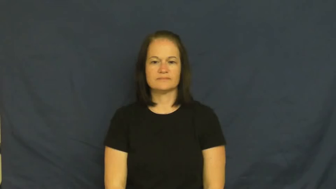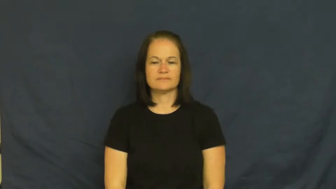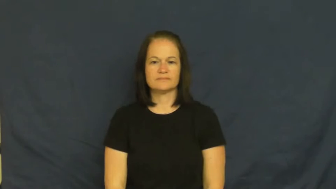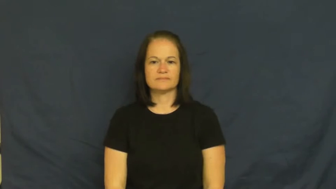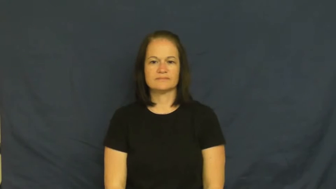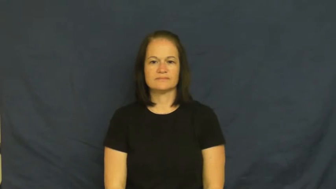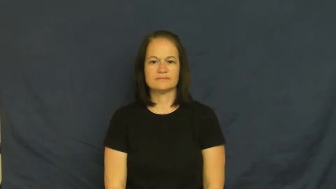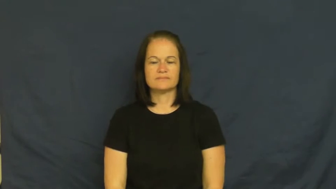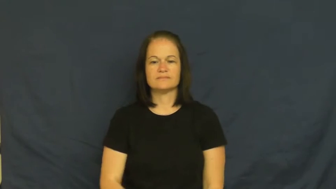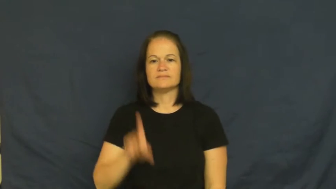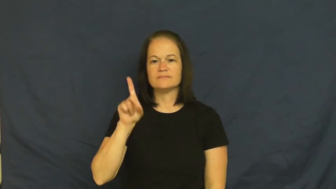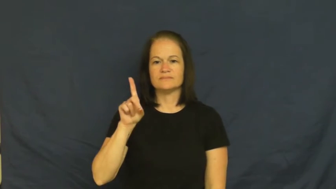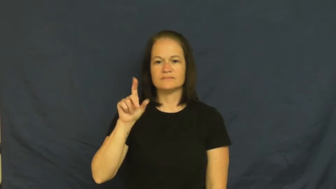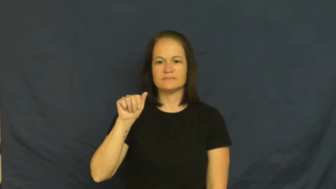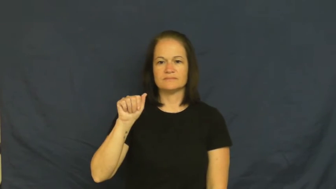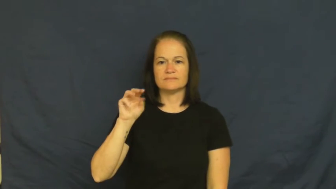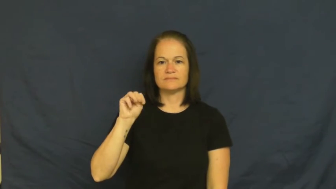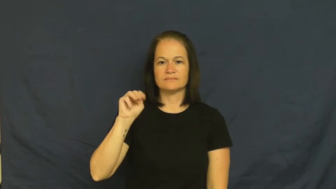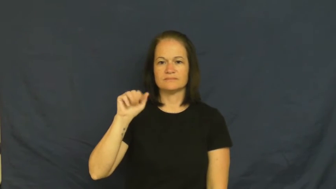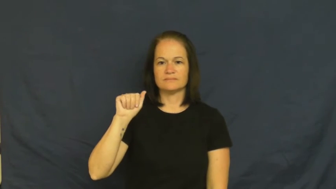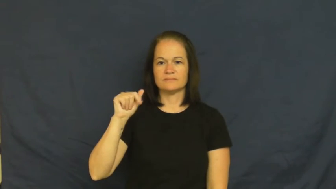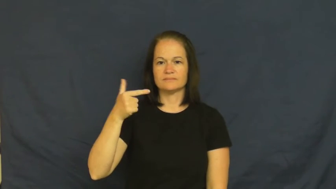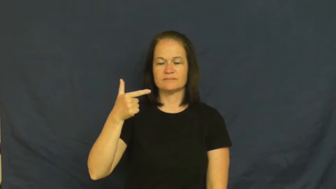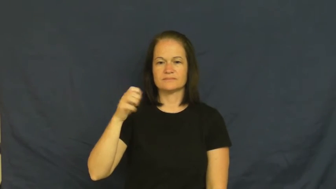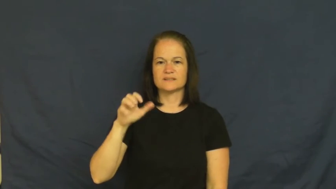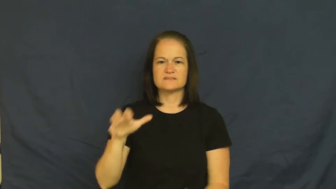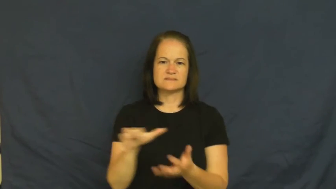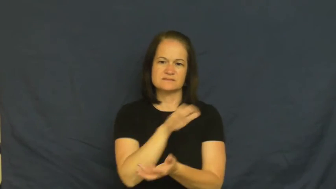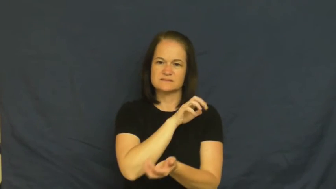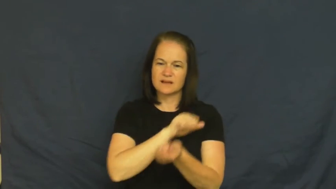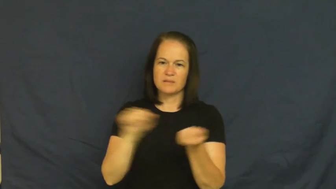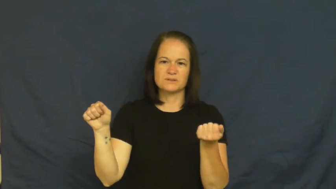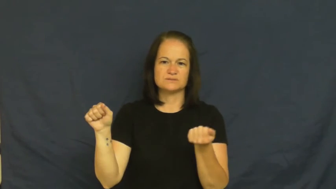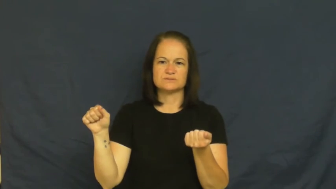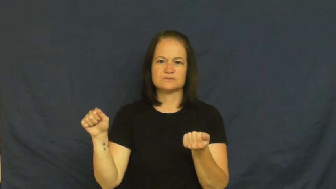damage